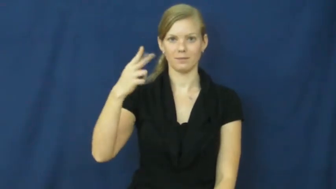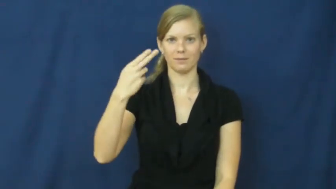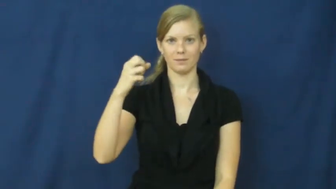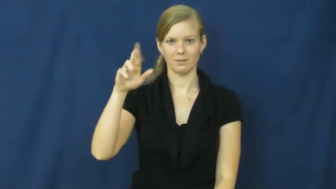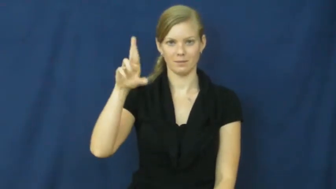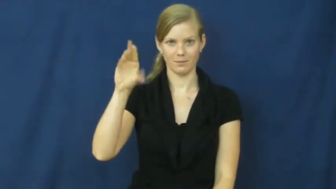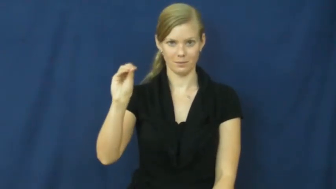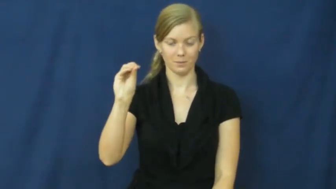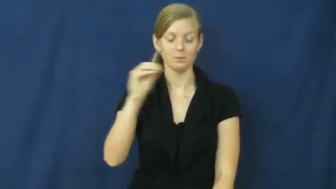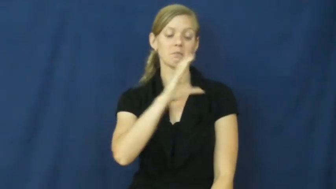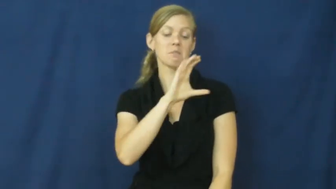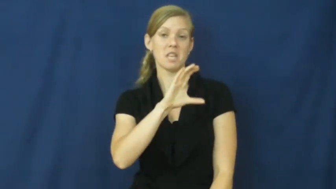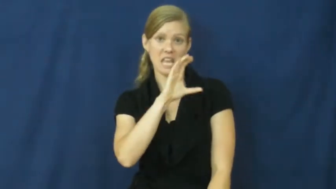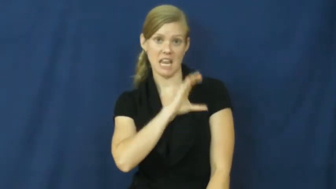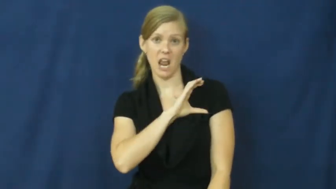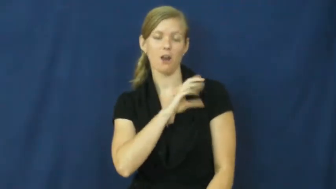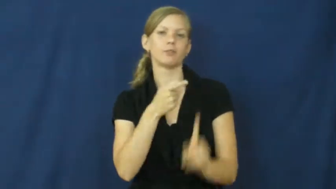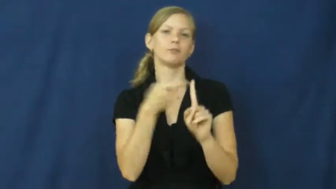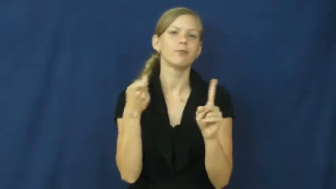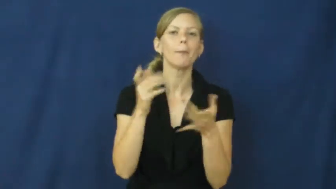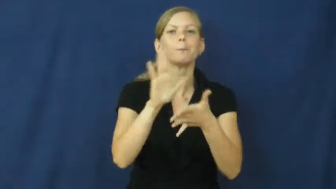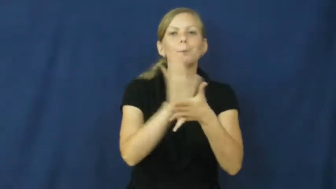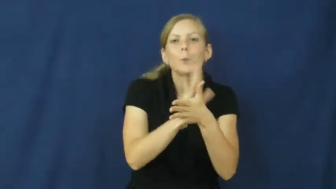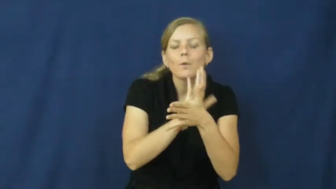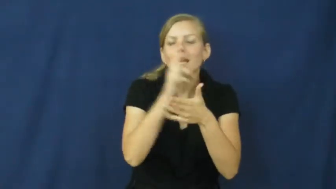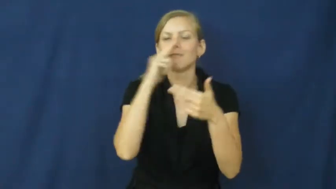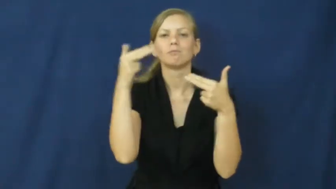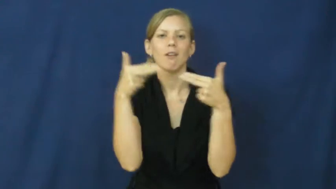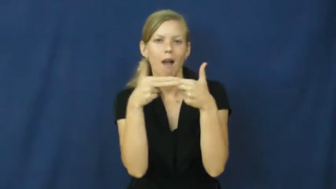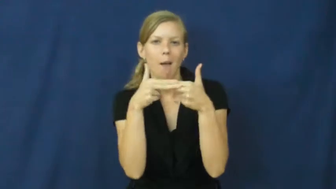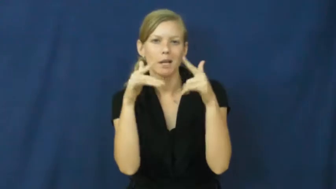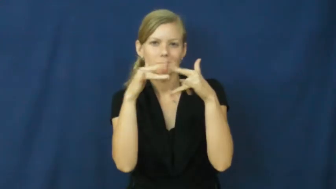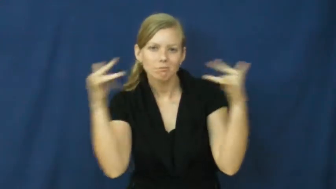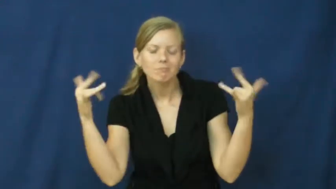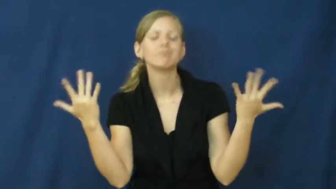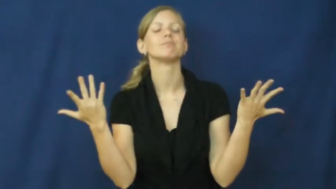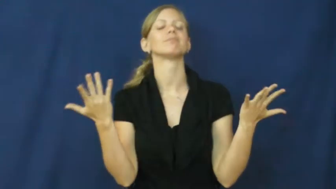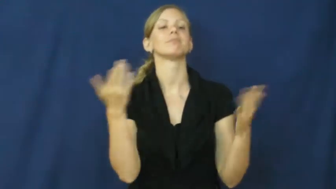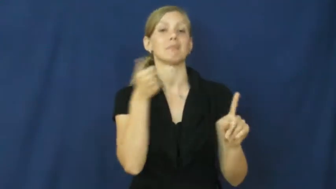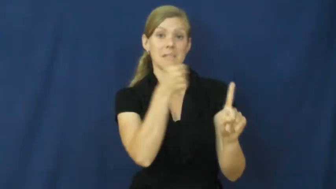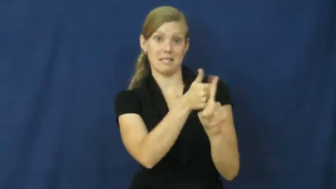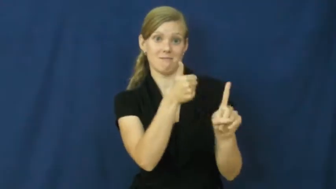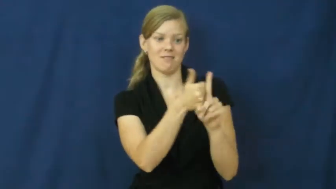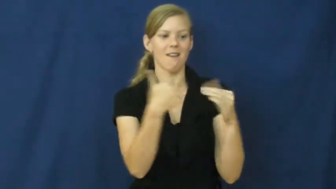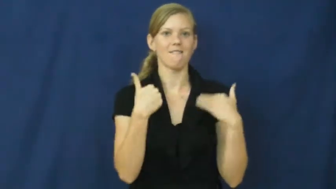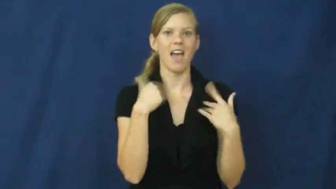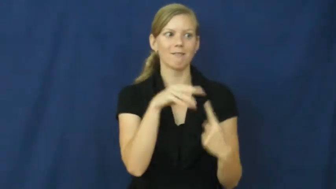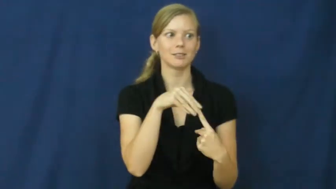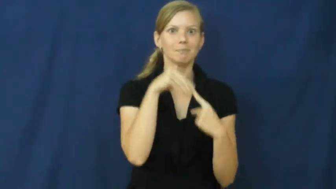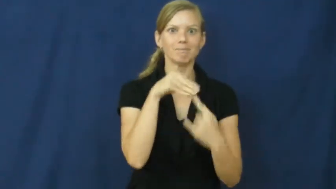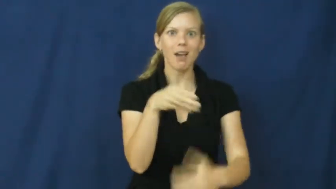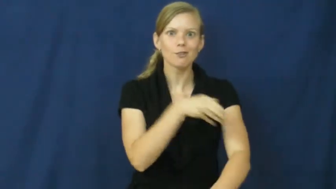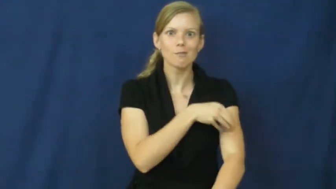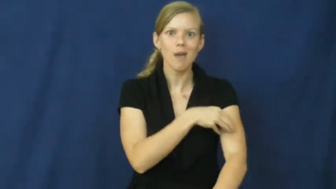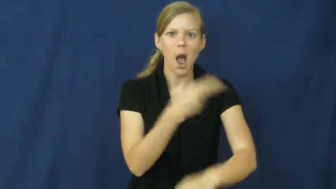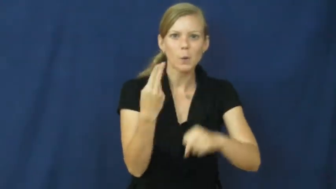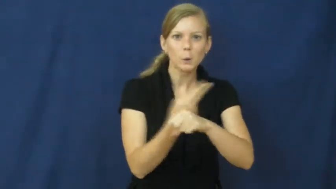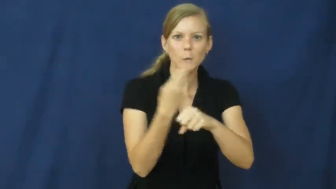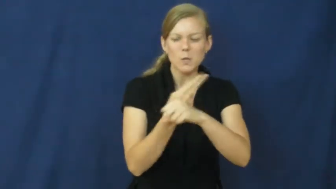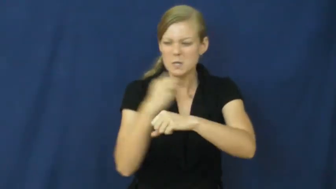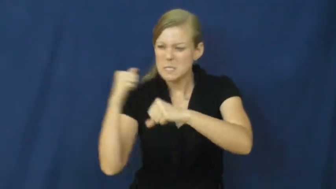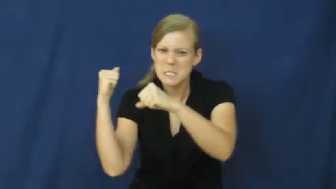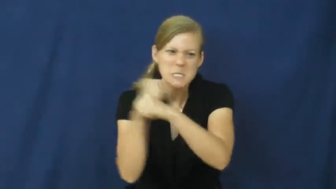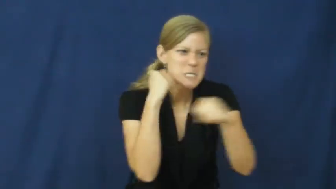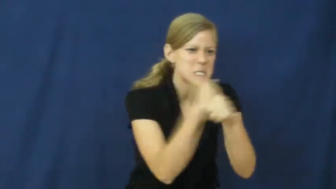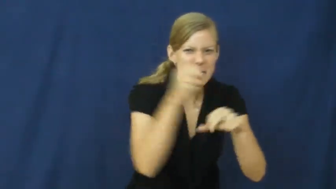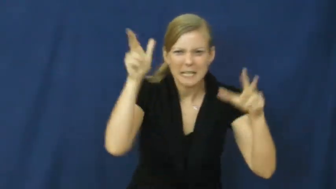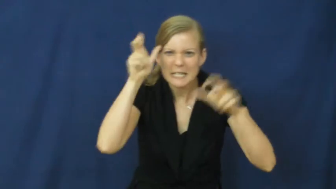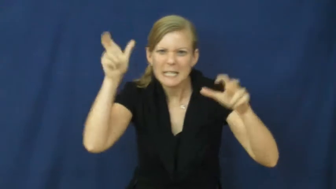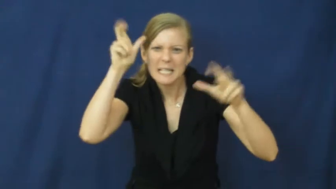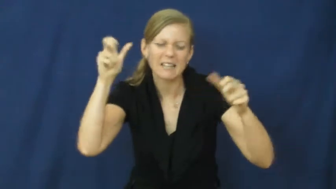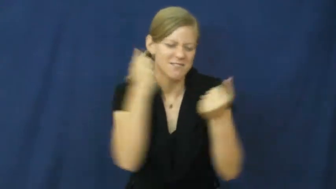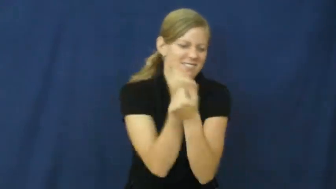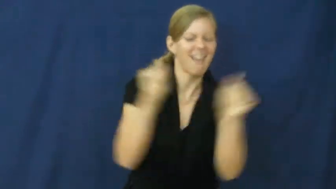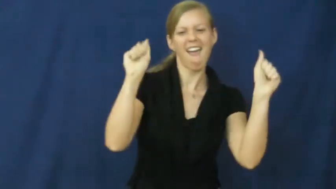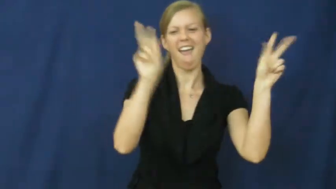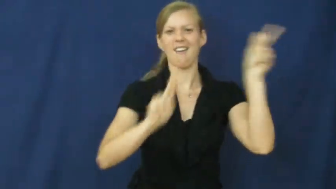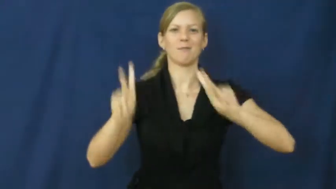superhero